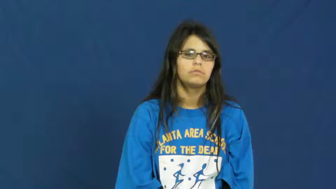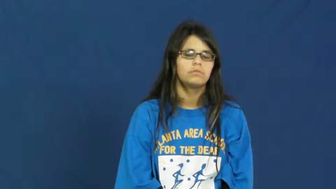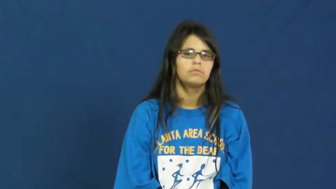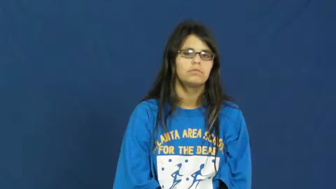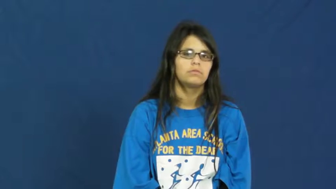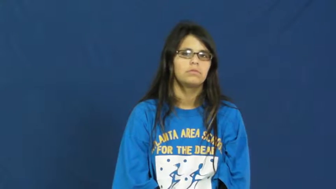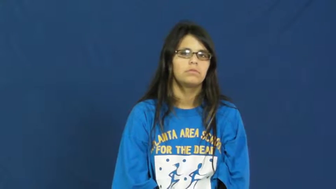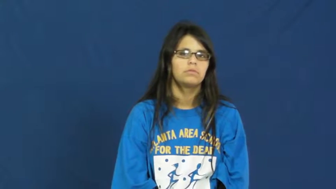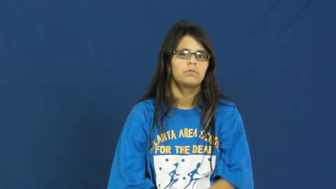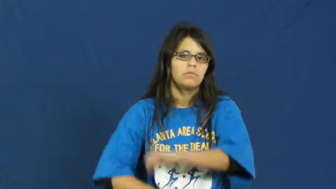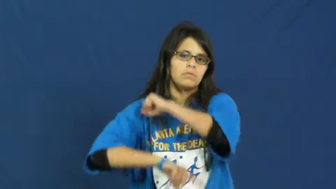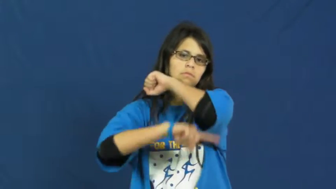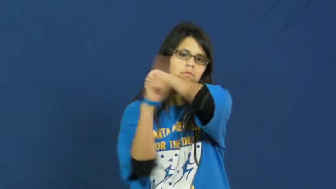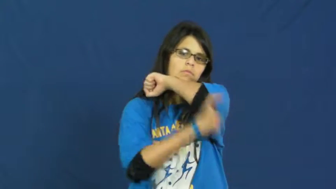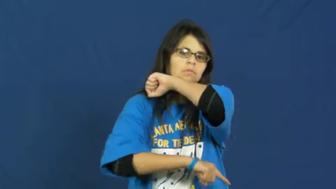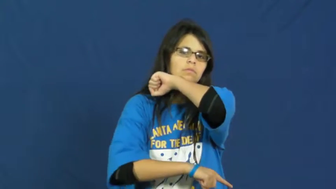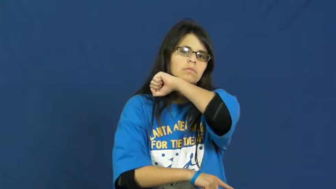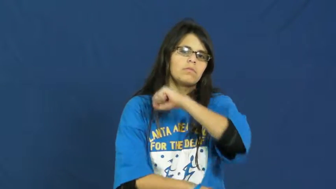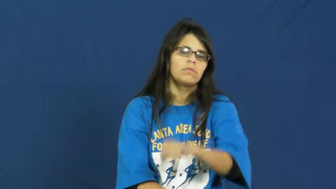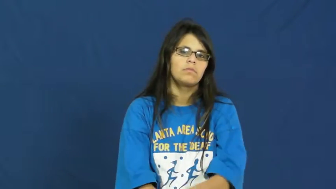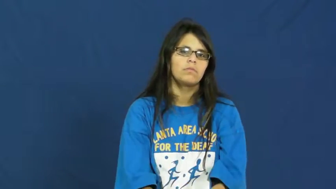fine,amerce,requital-punish